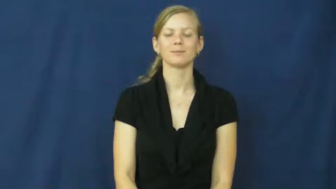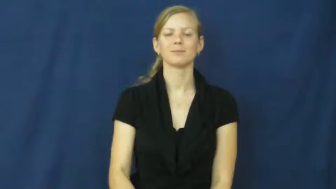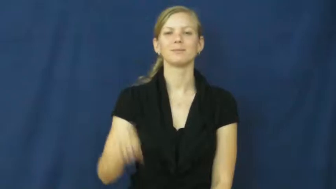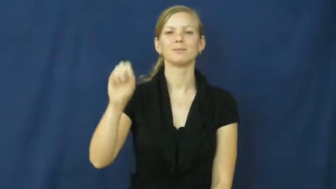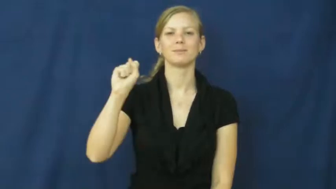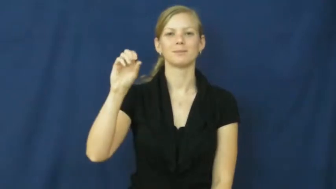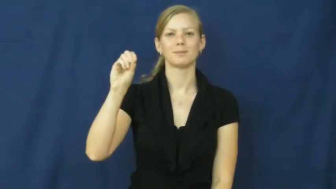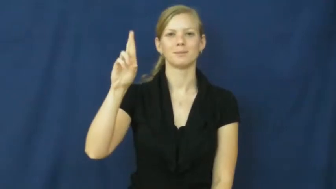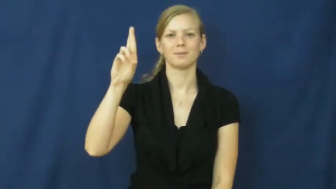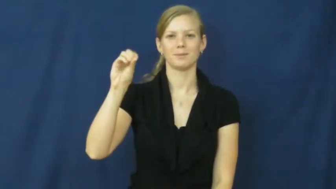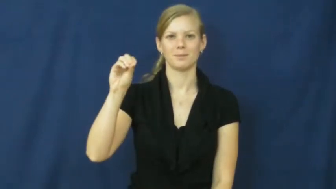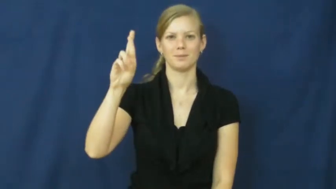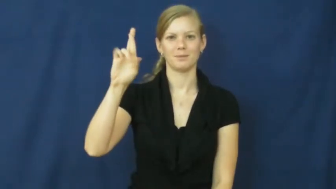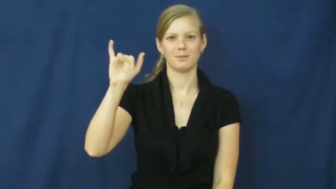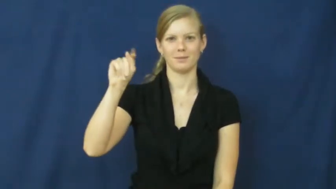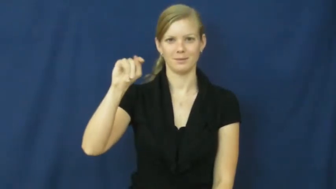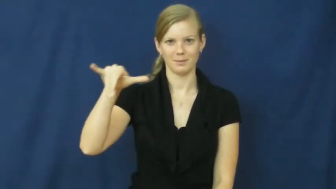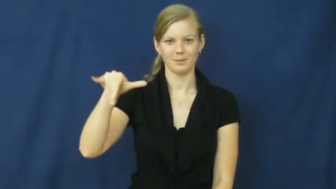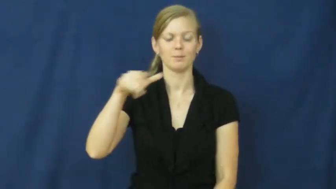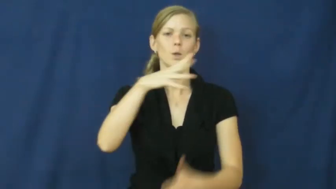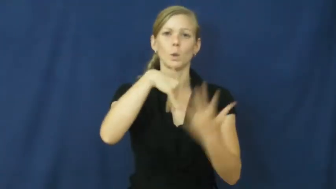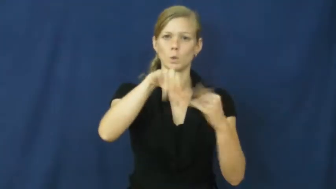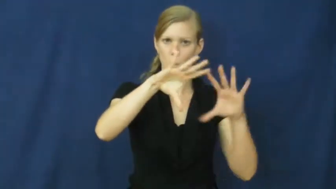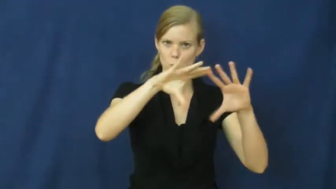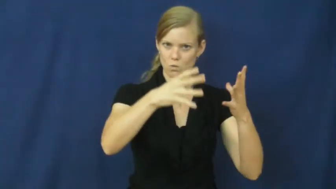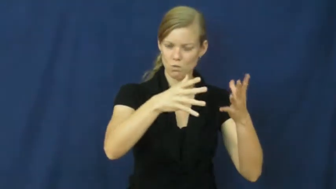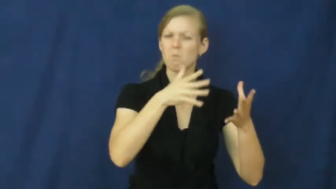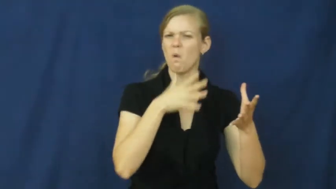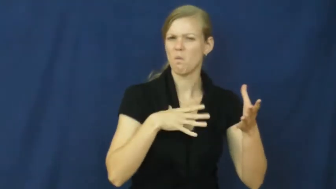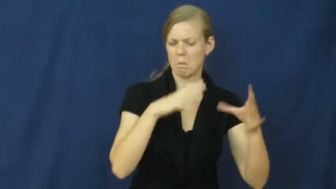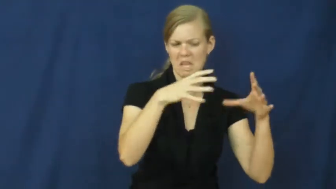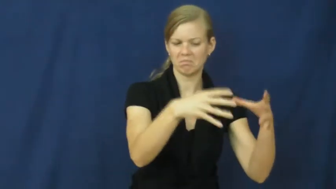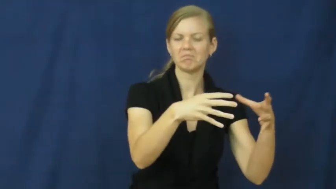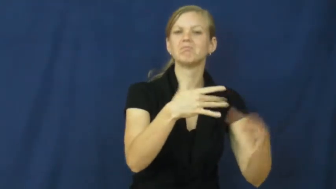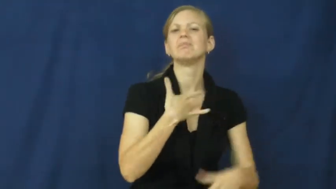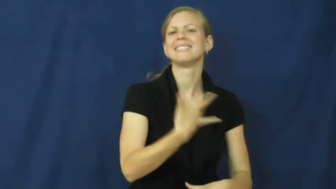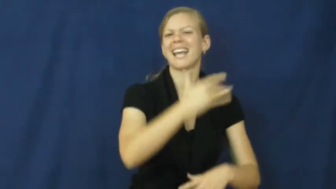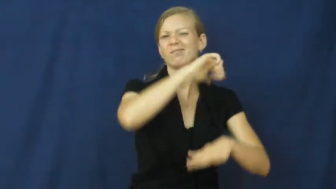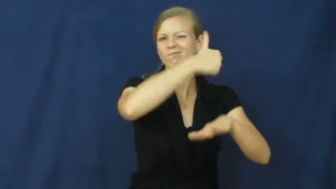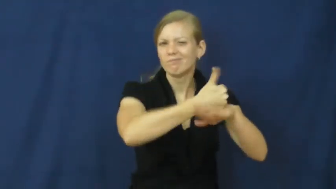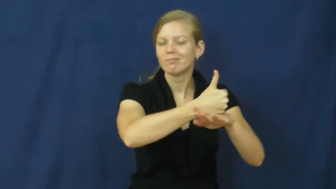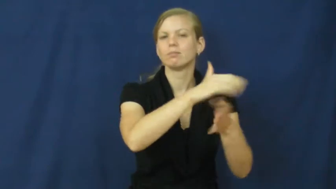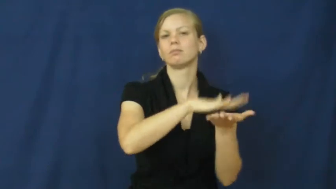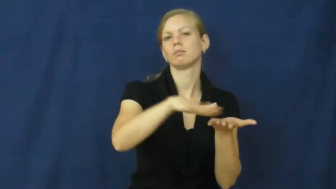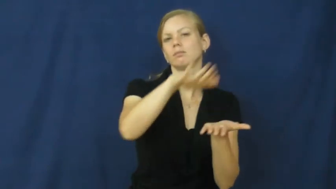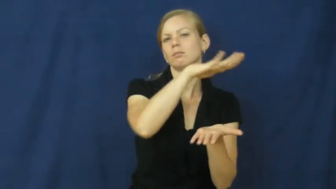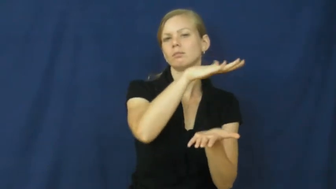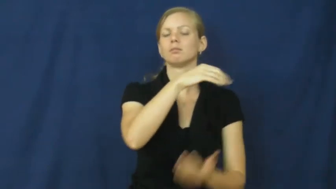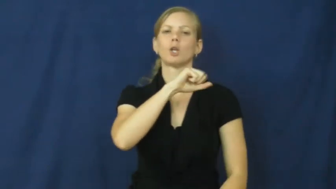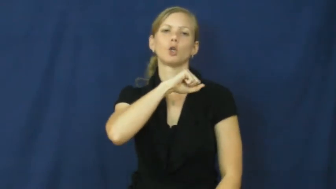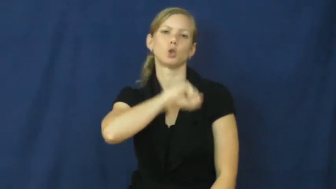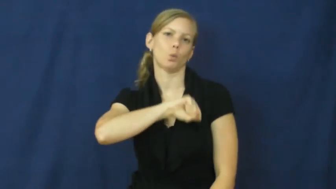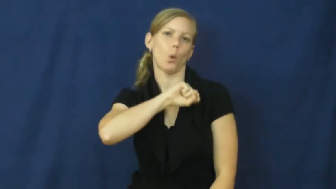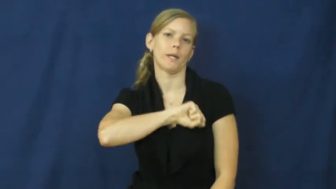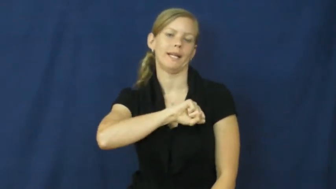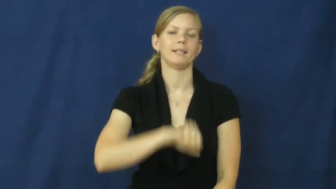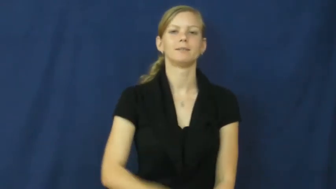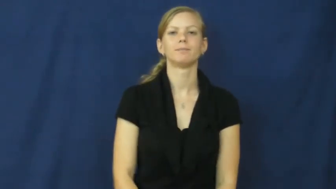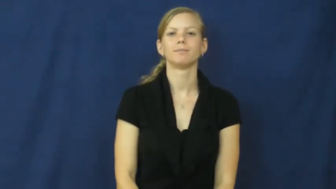sorority